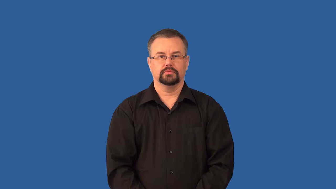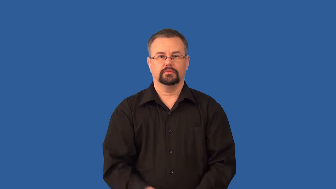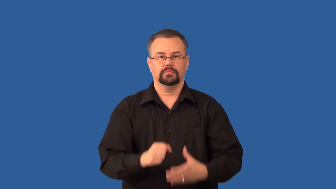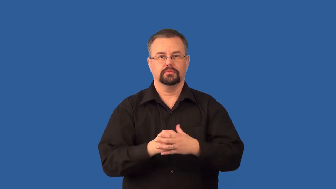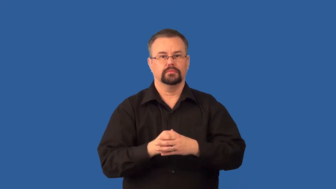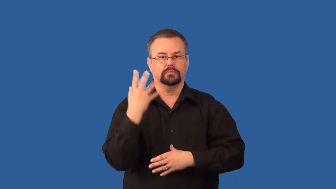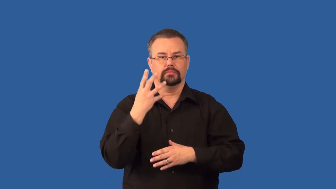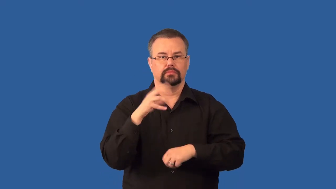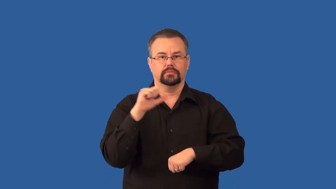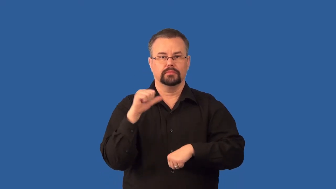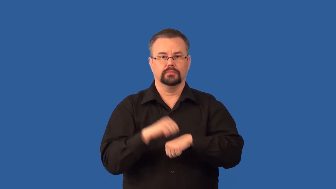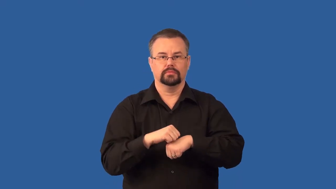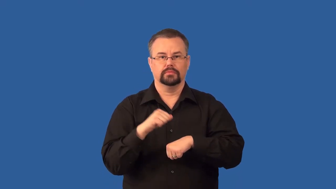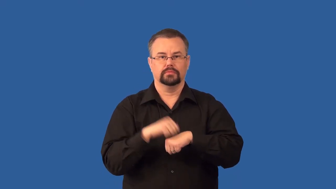igneous-rock